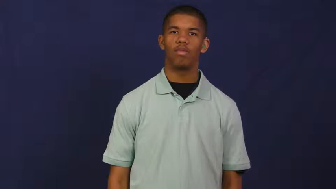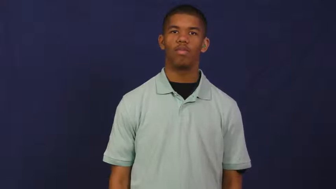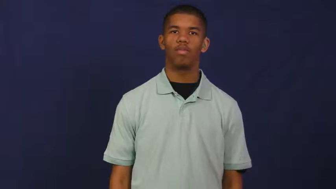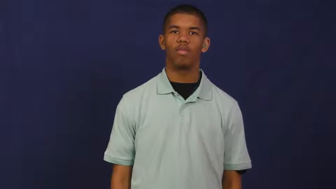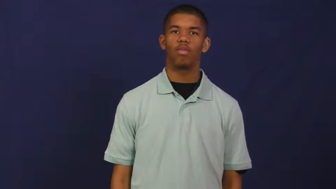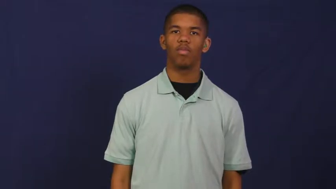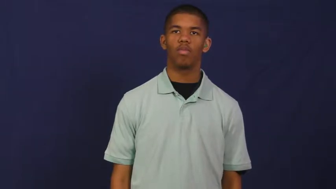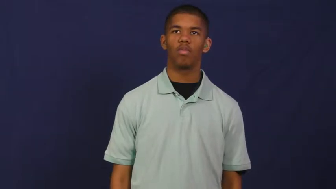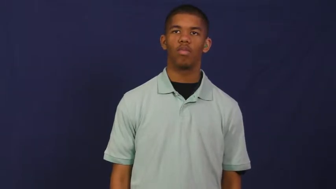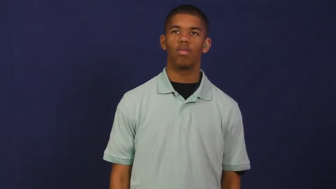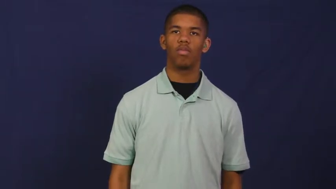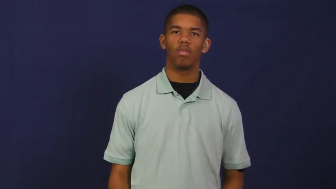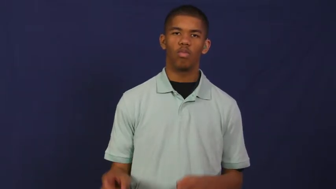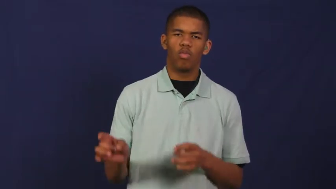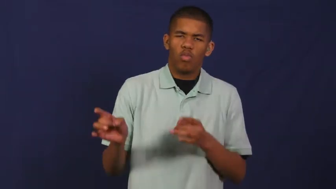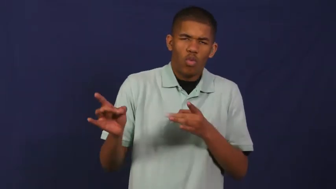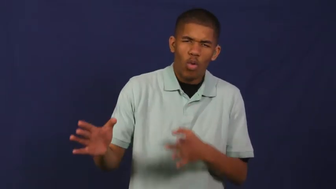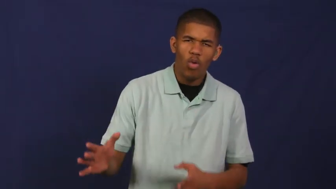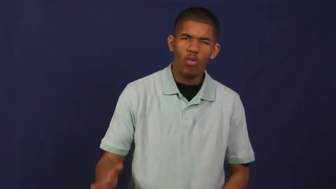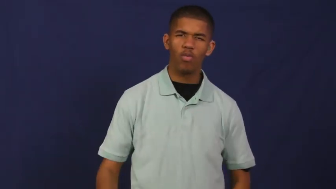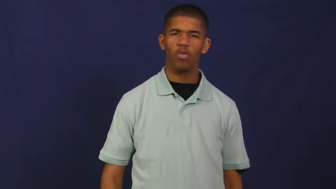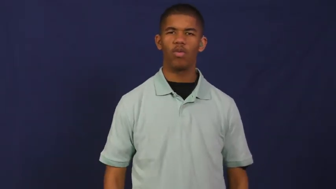hate